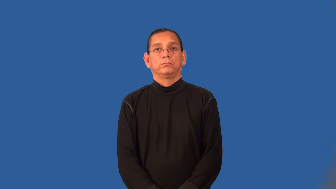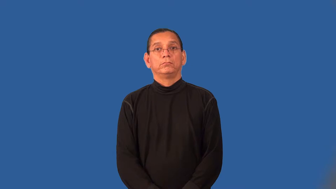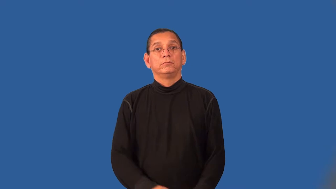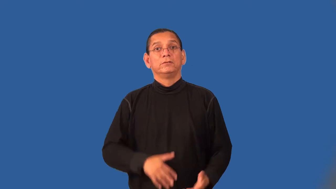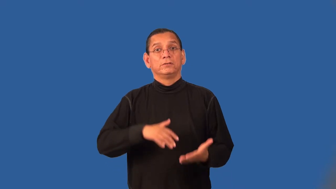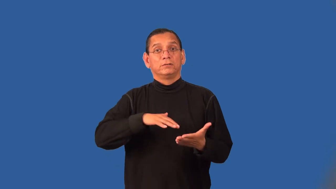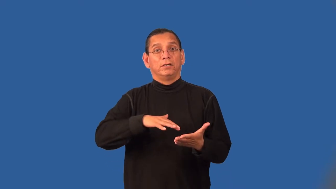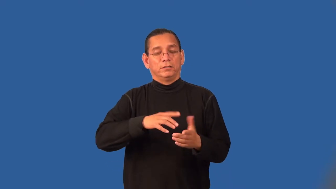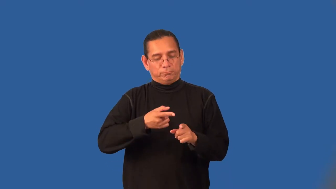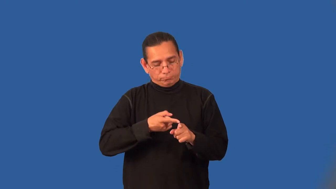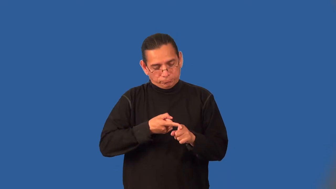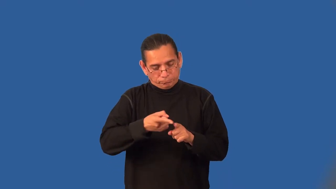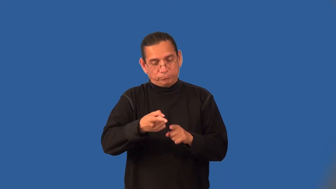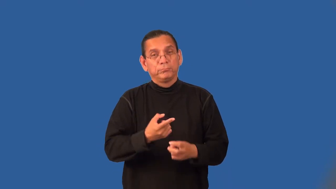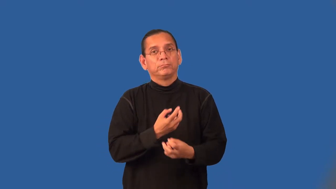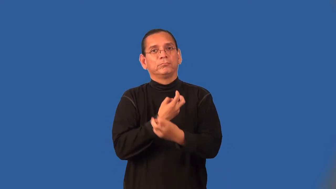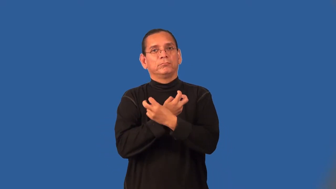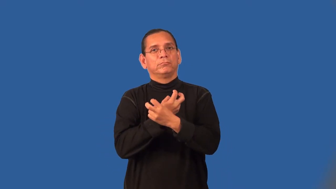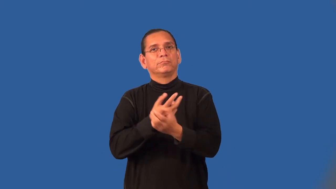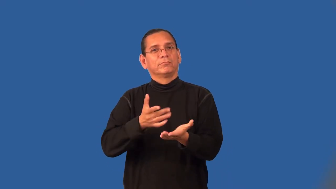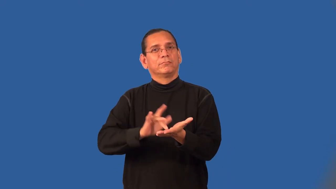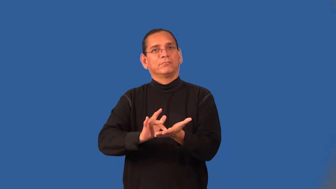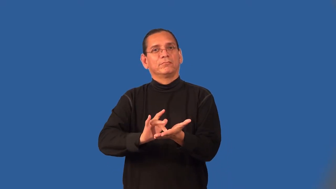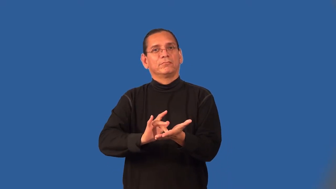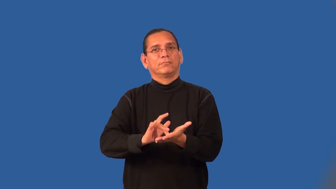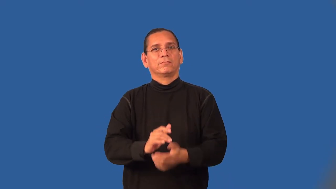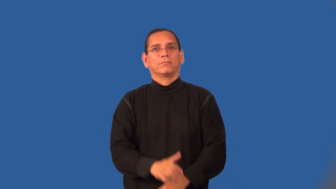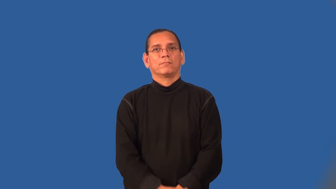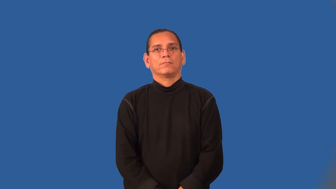toxicology